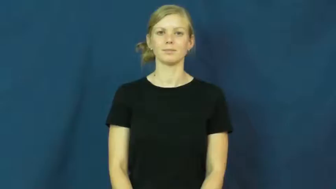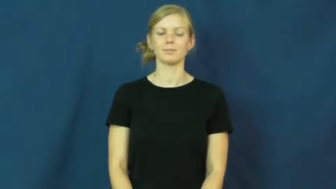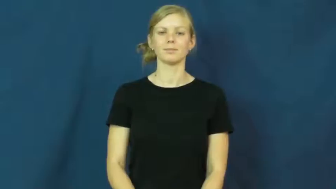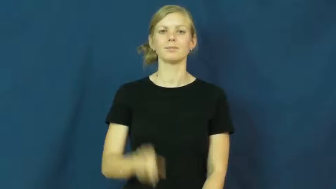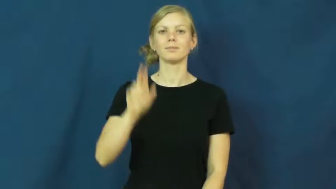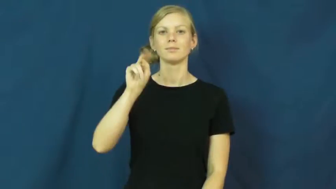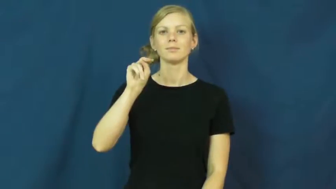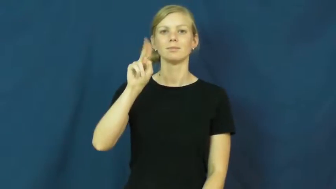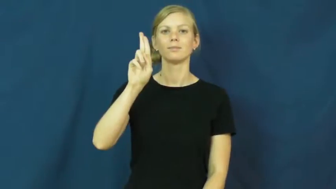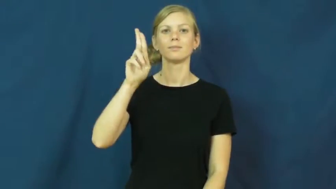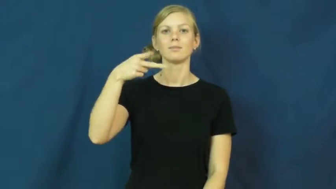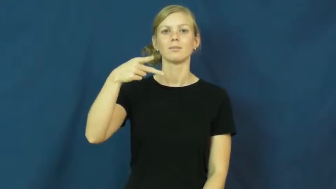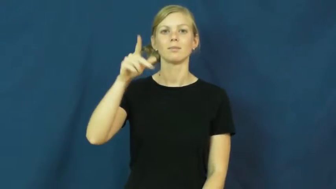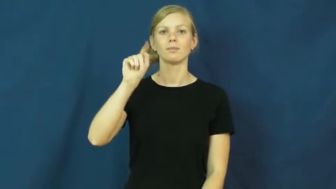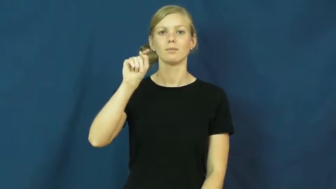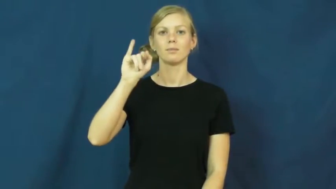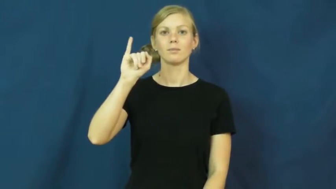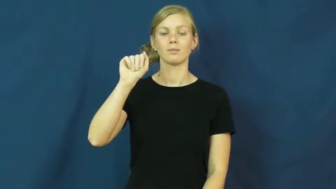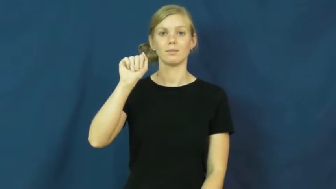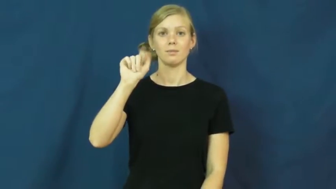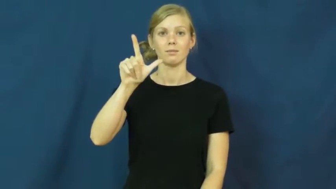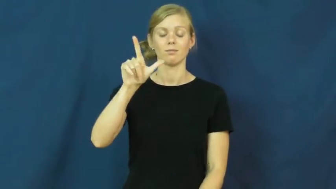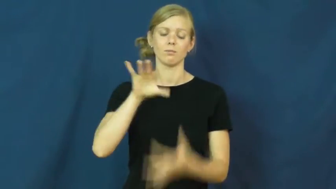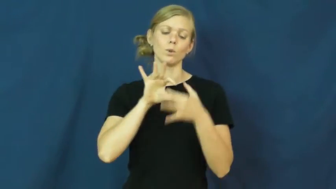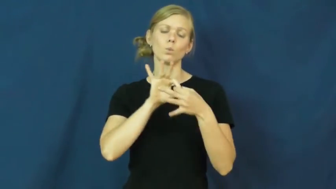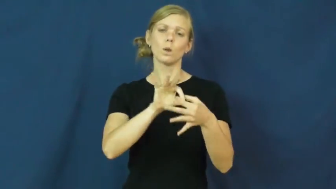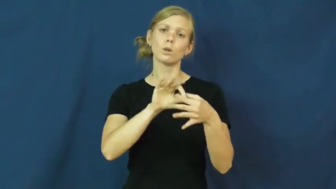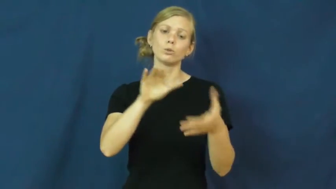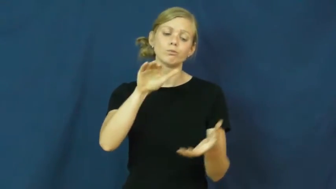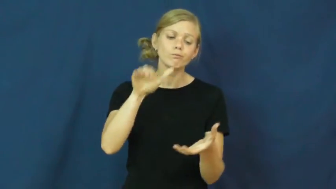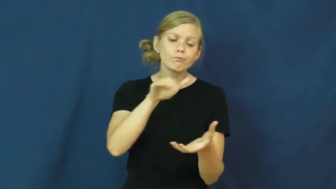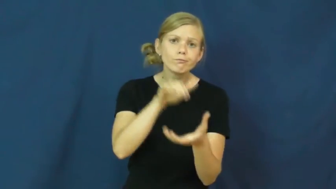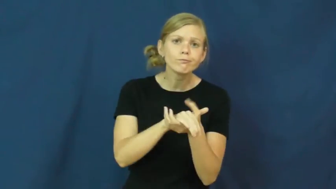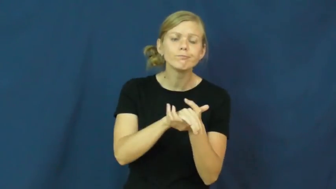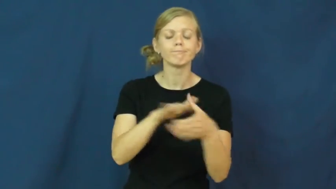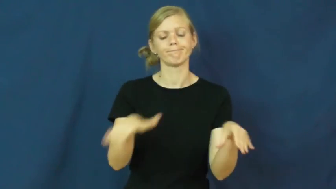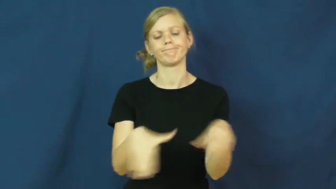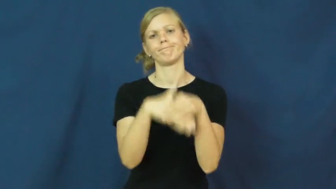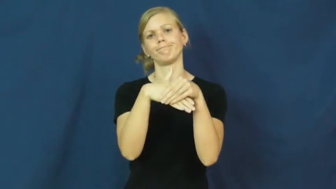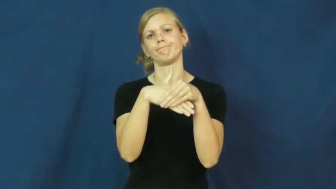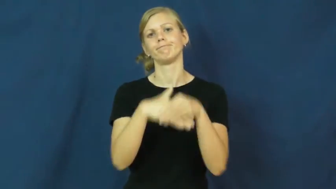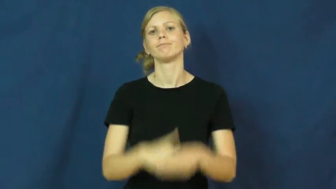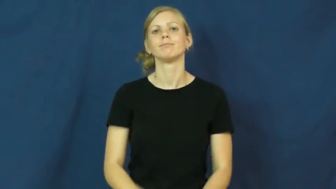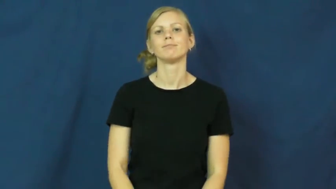nuptial